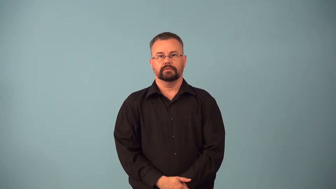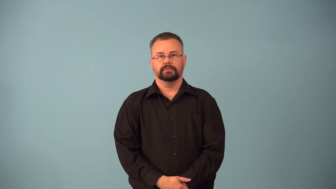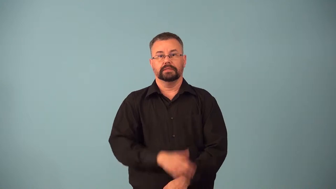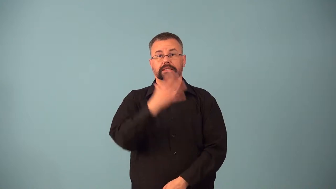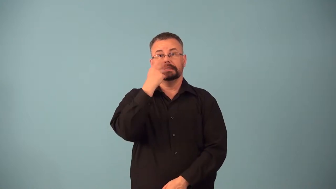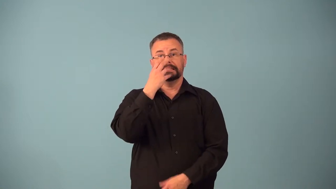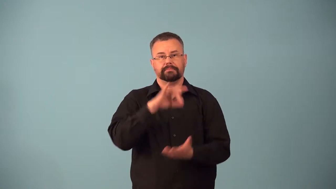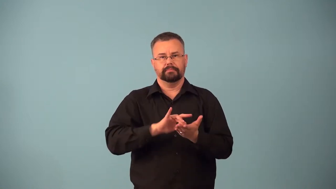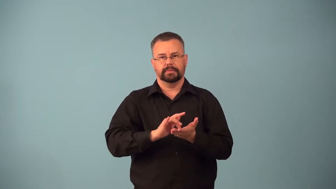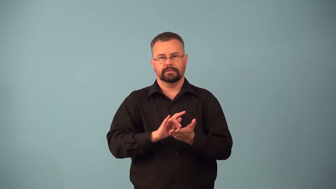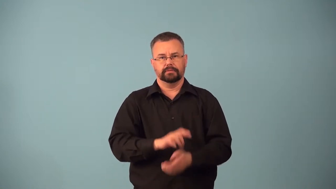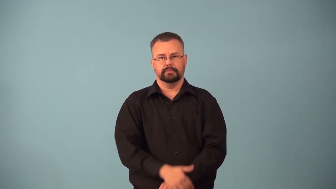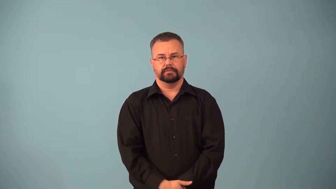barbiturate